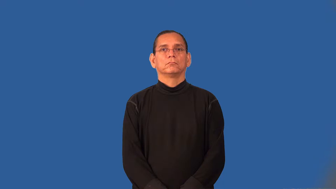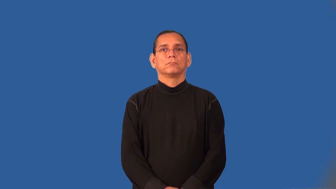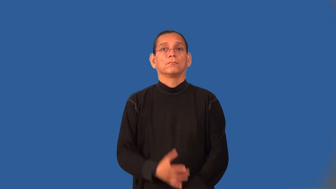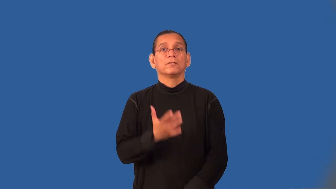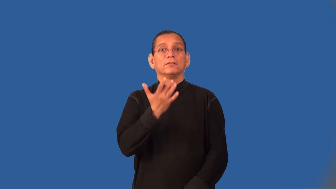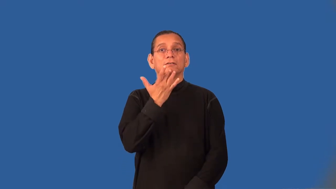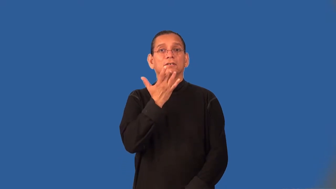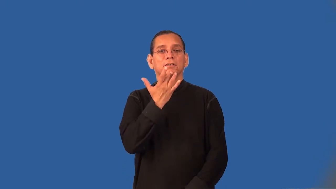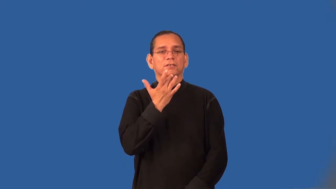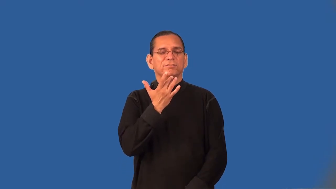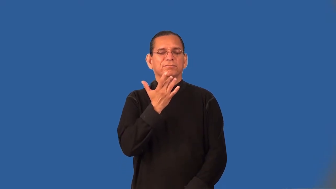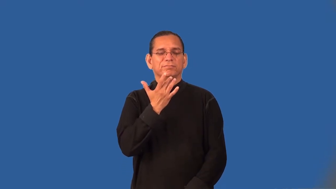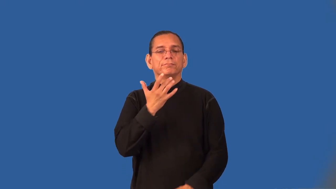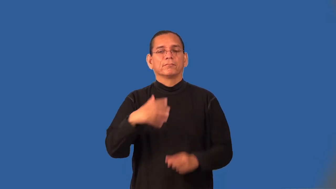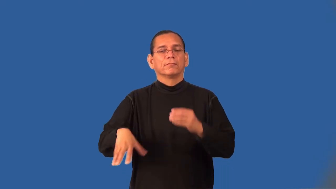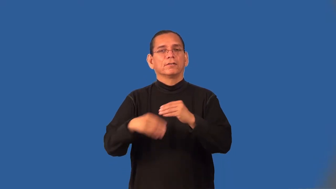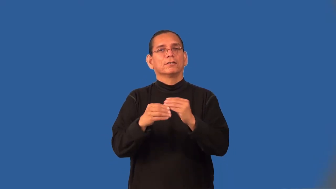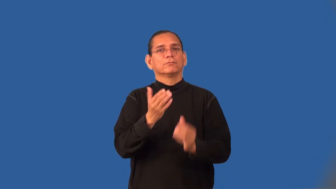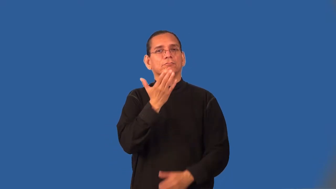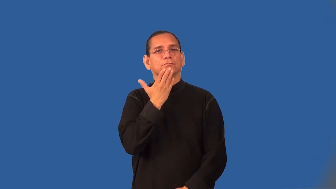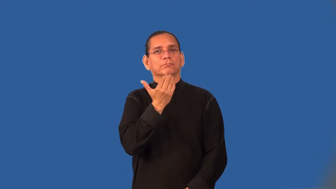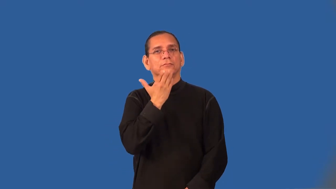sweeten